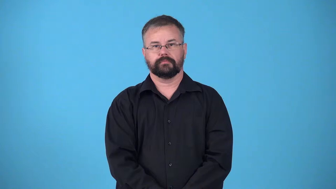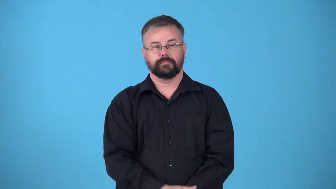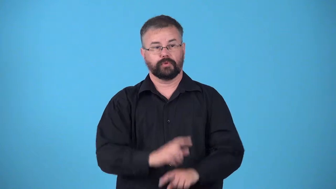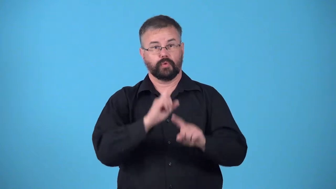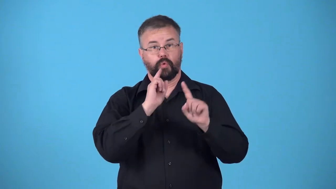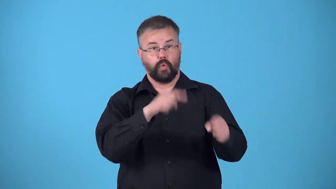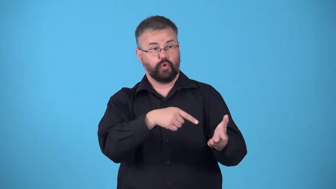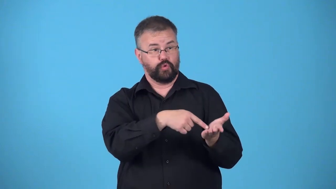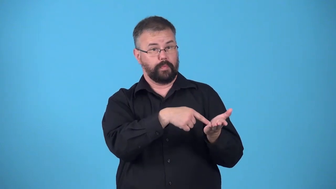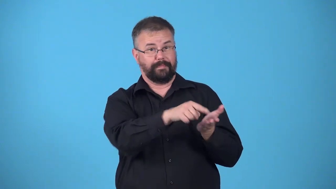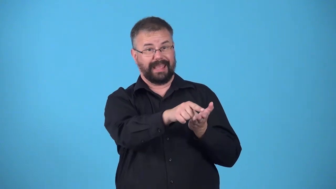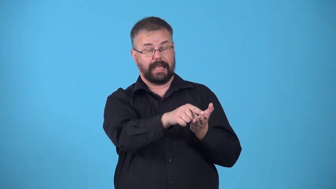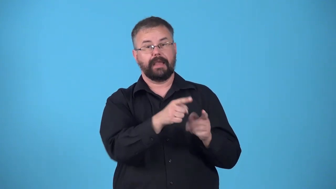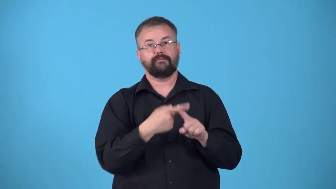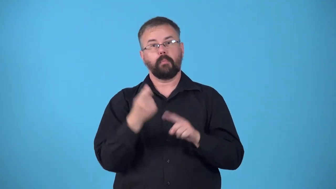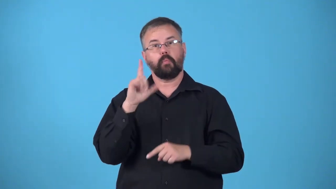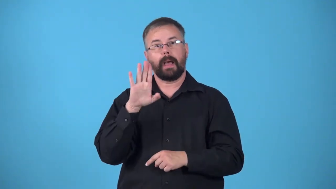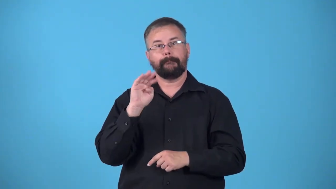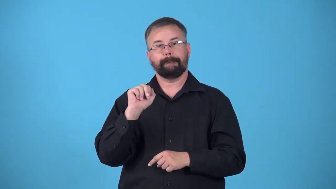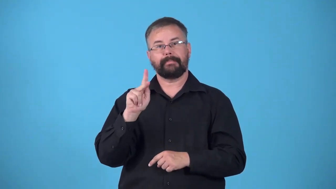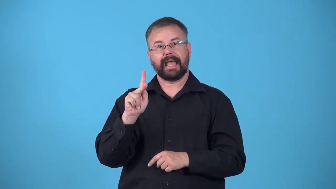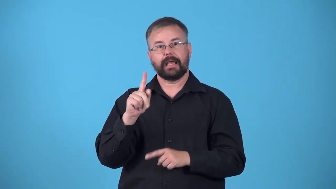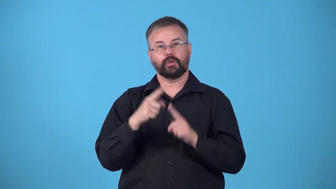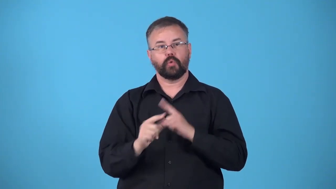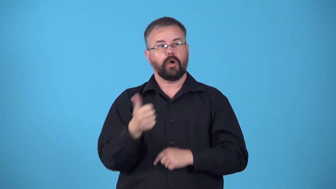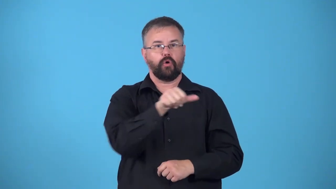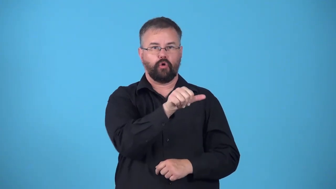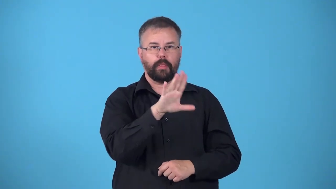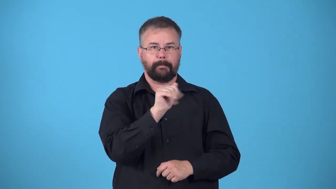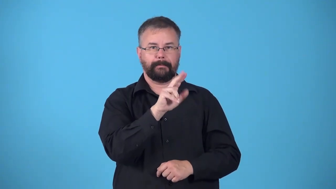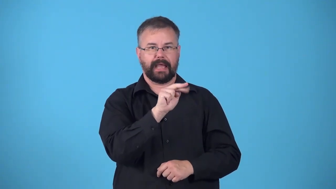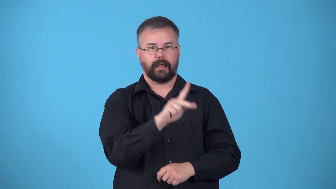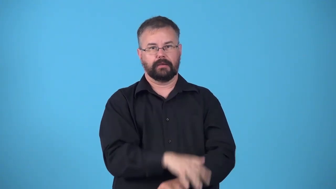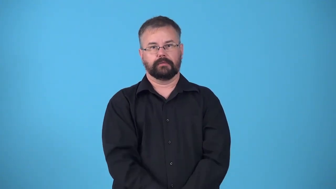draft-pay